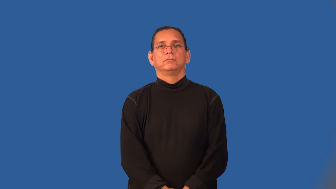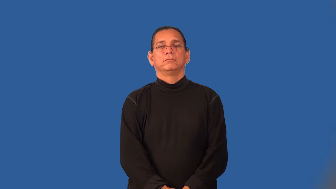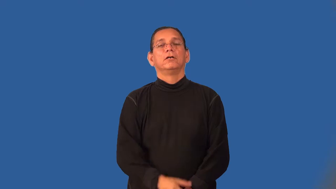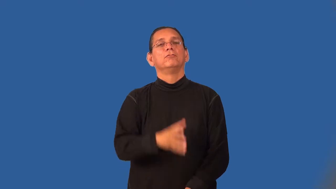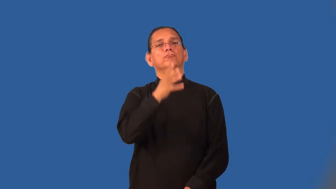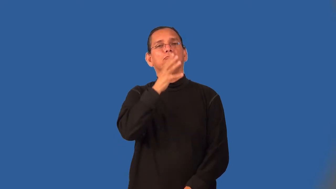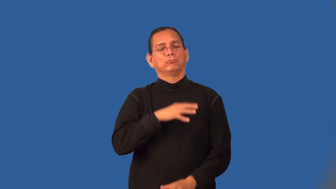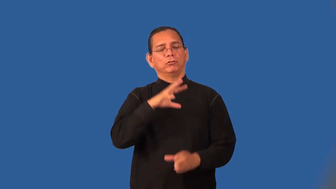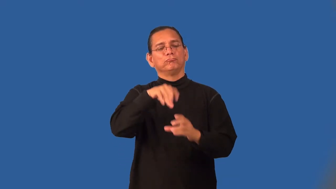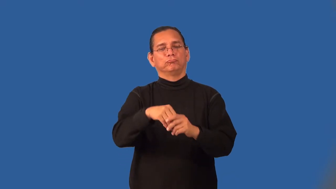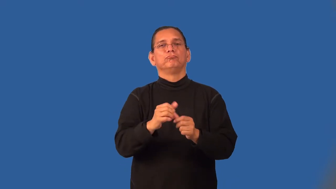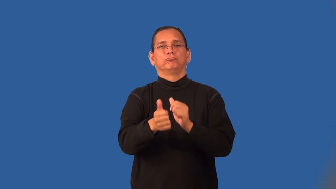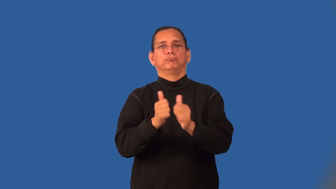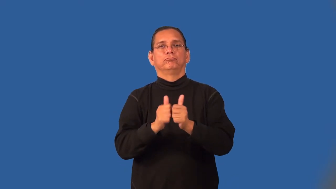sportswoman